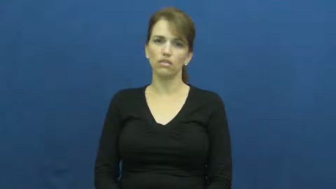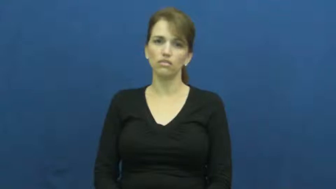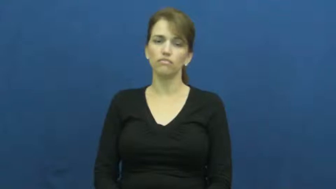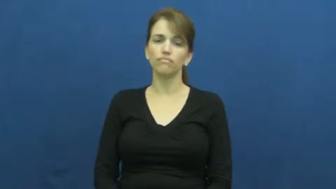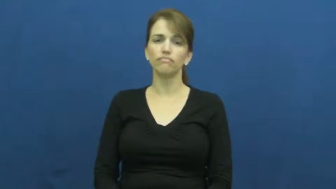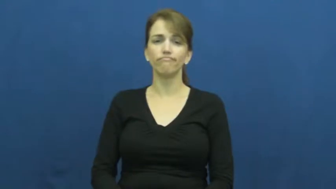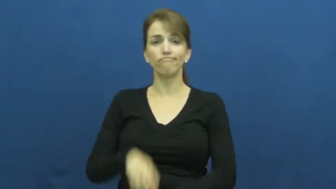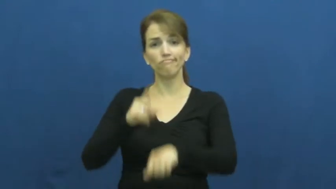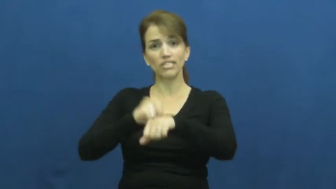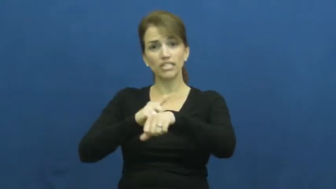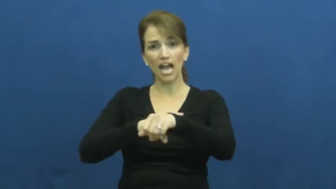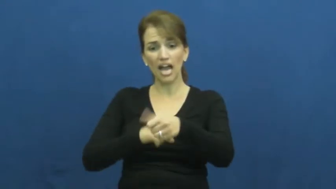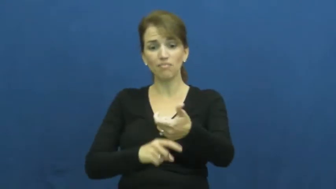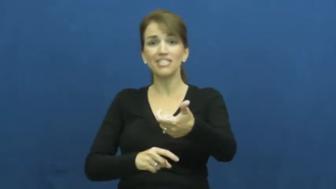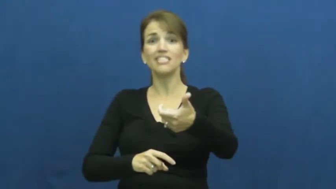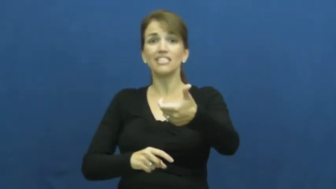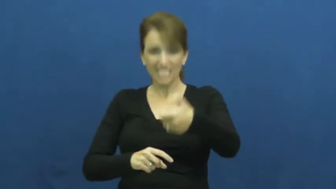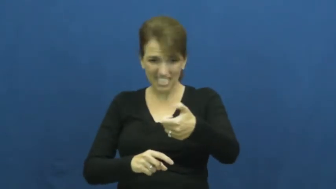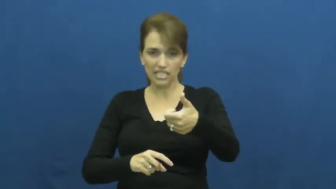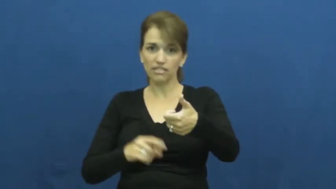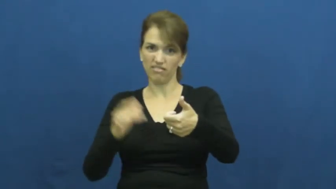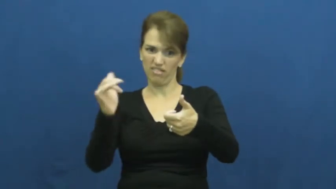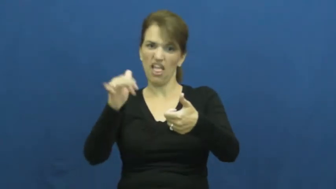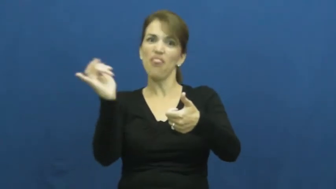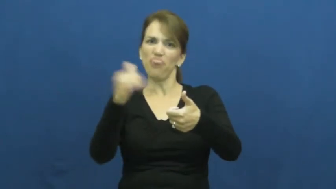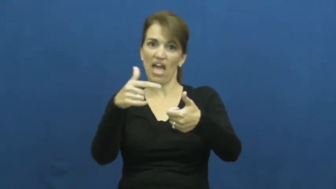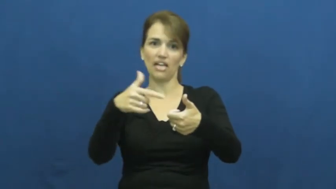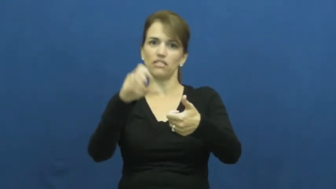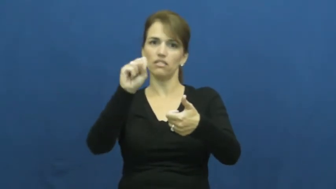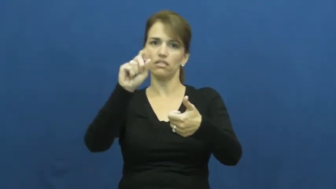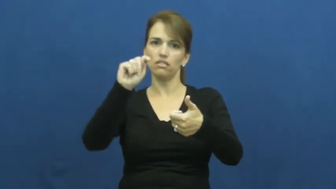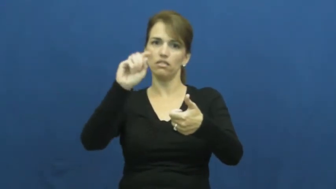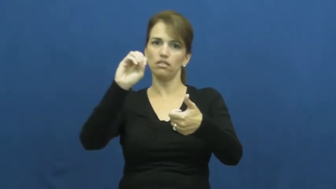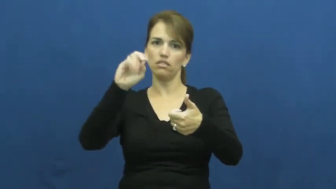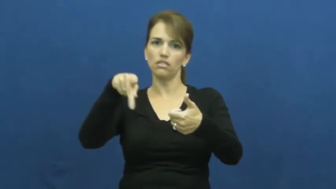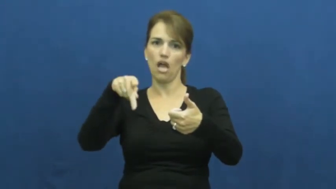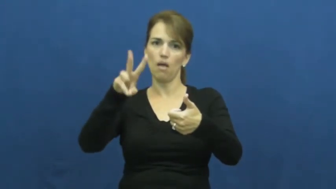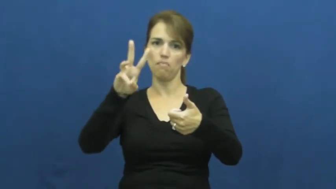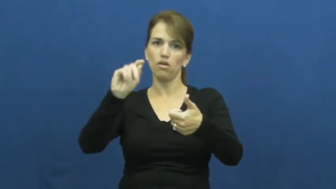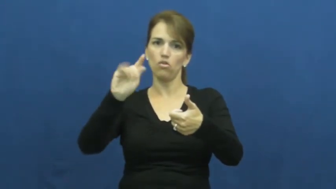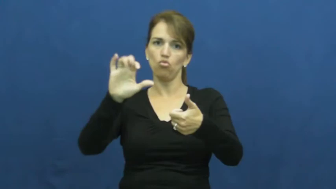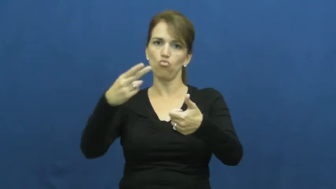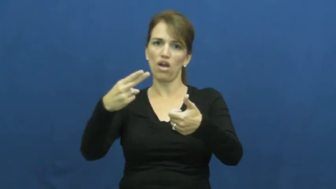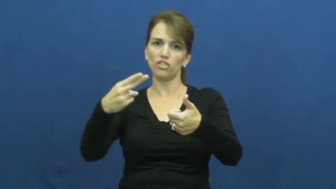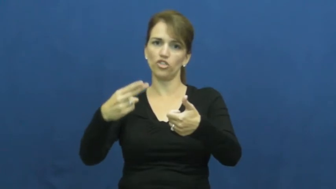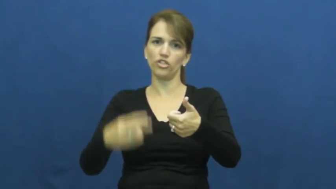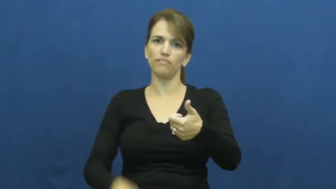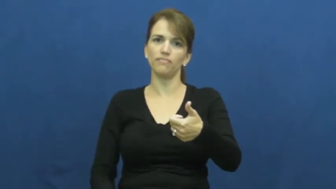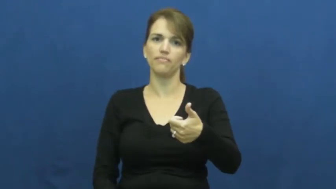stopwatch